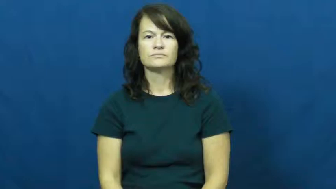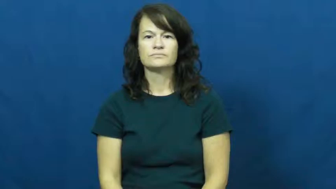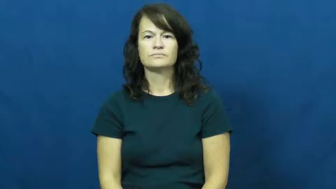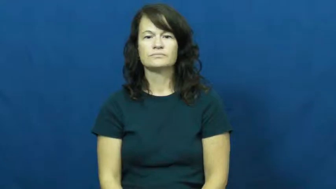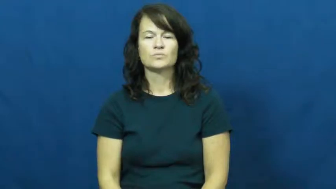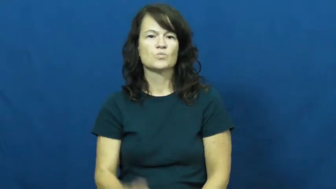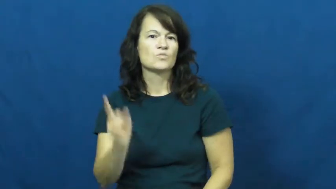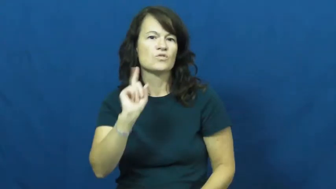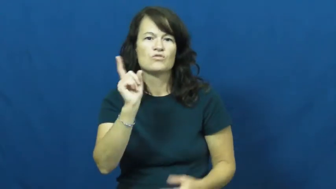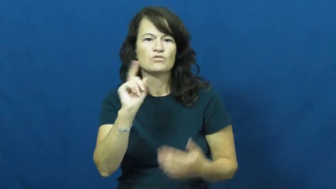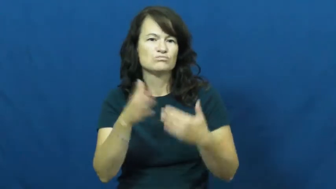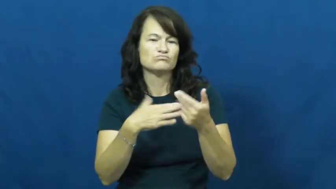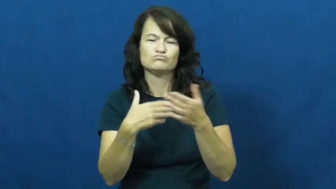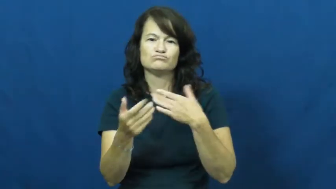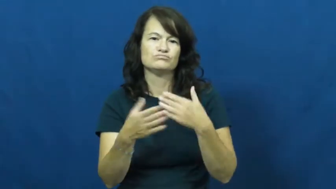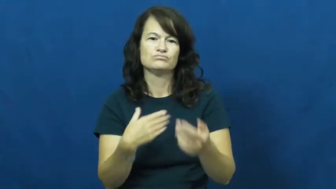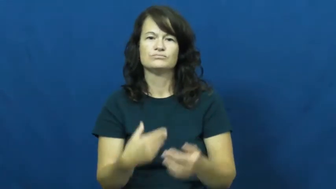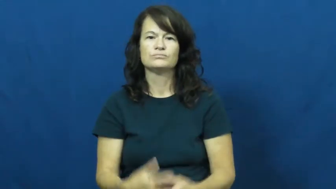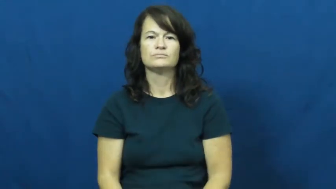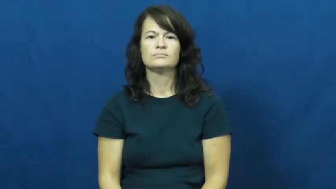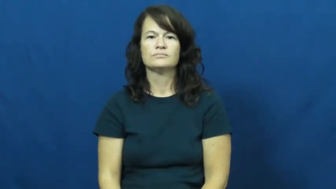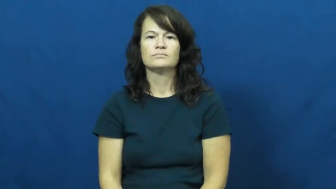wherever